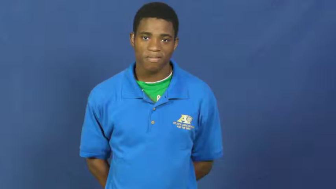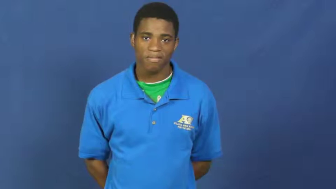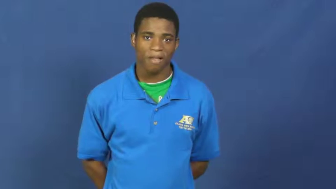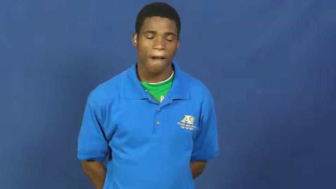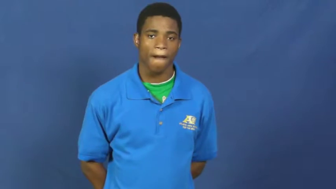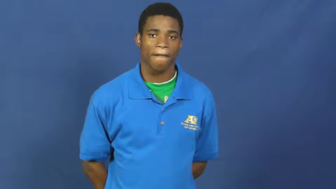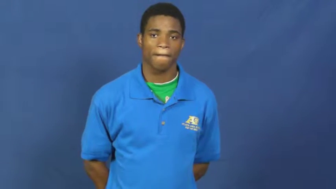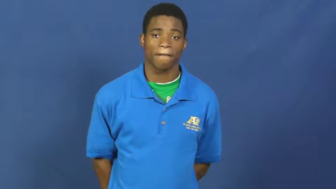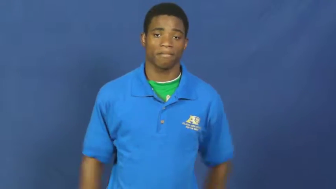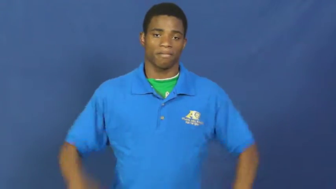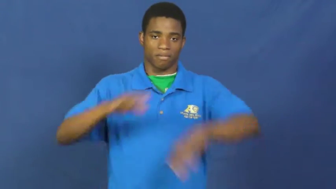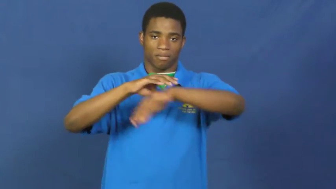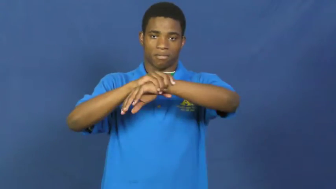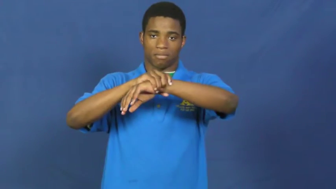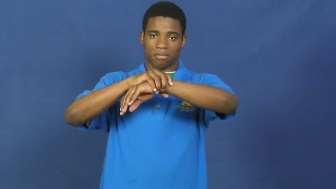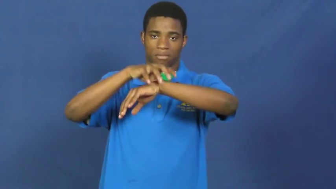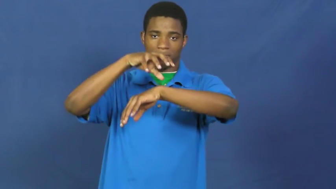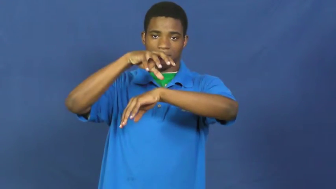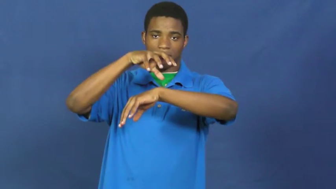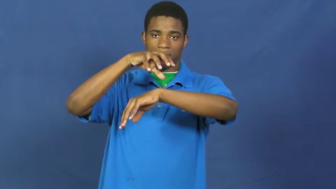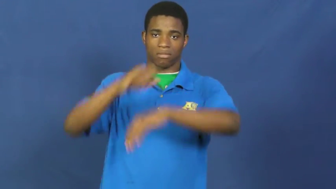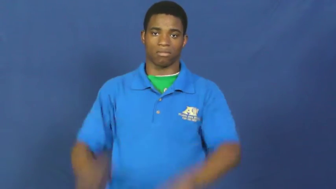swollen,varicose